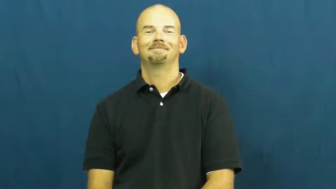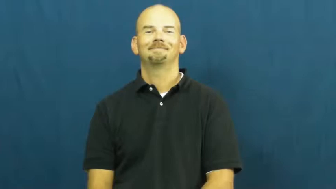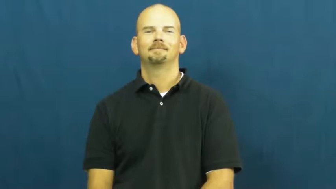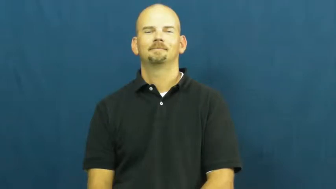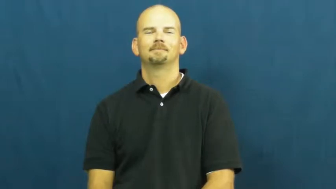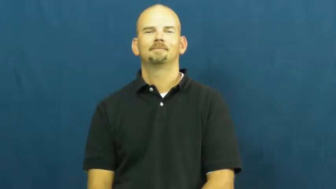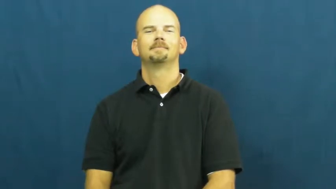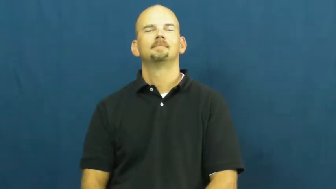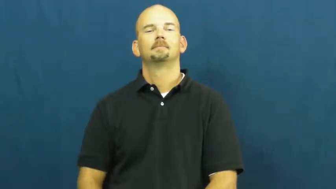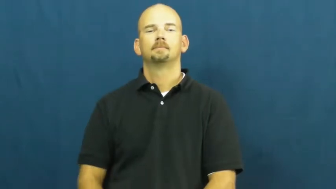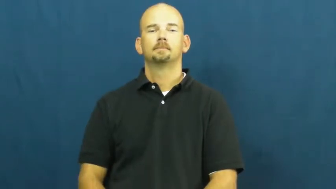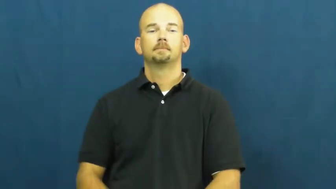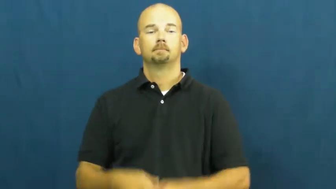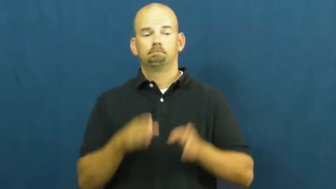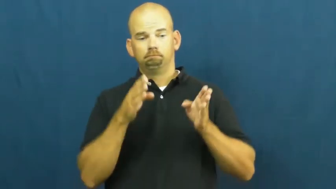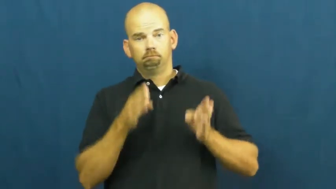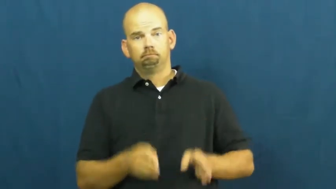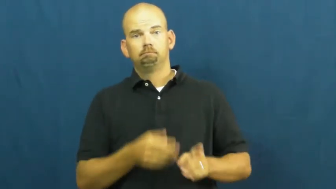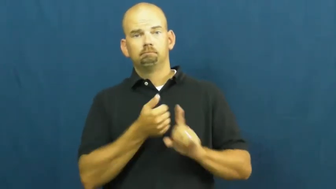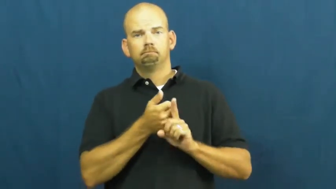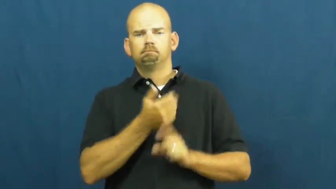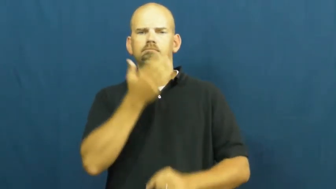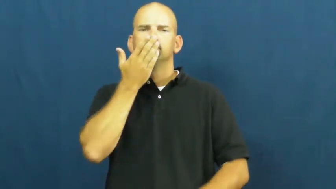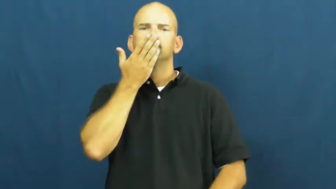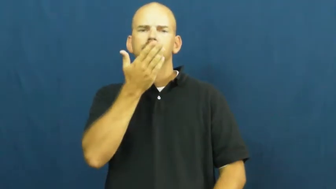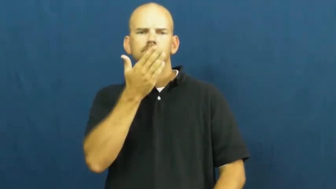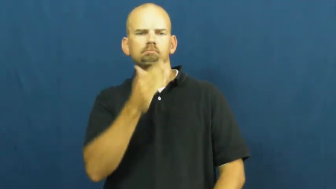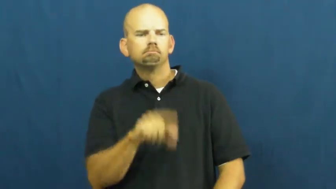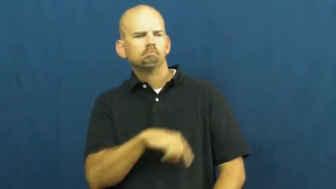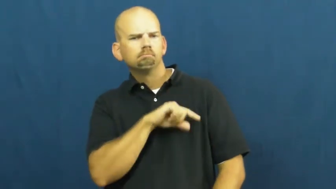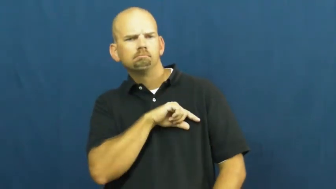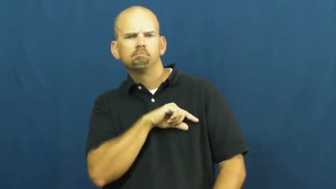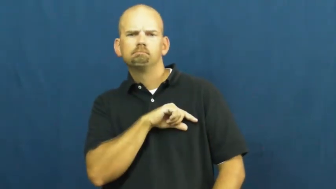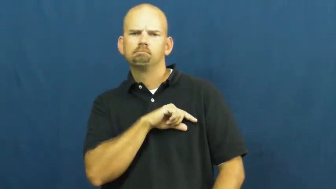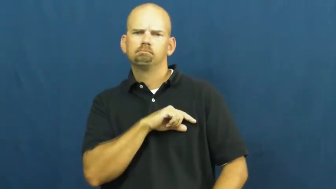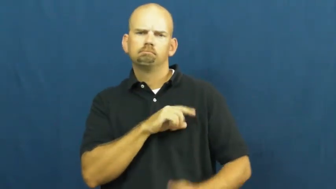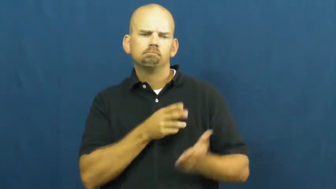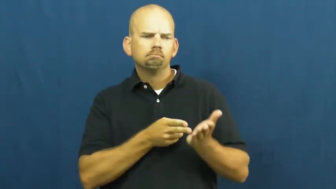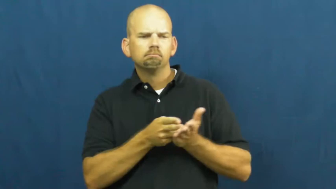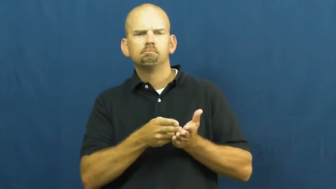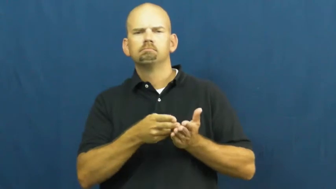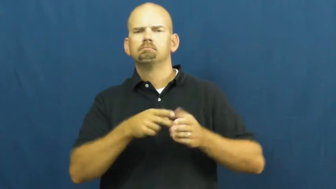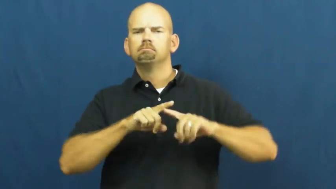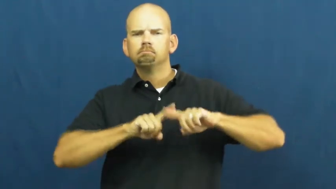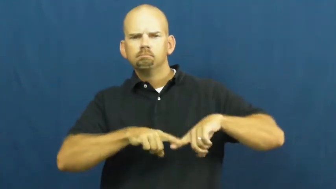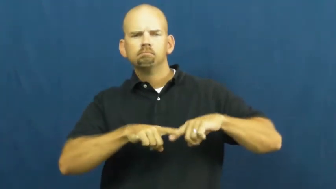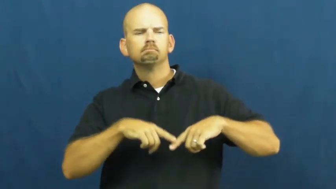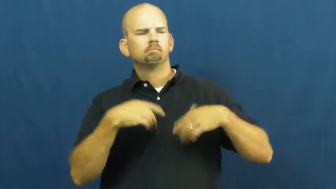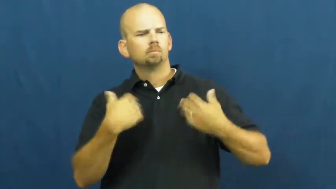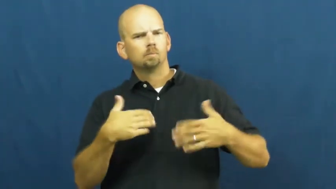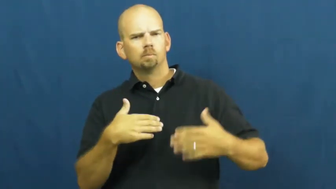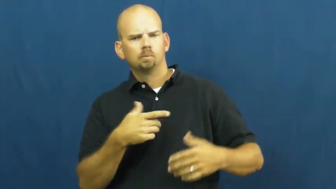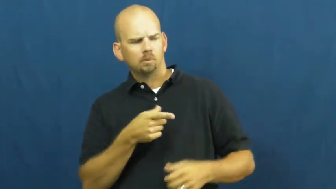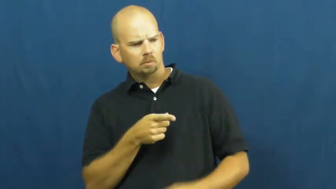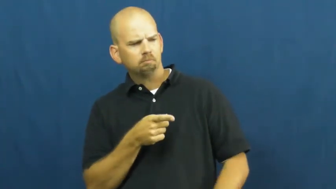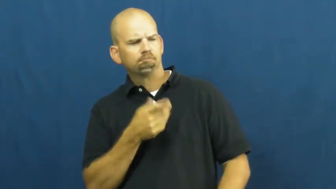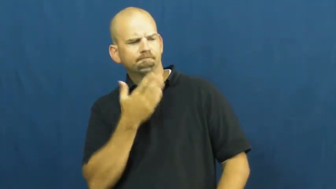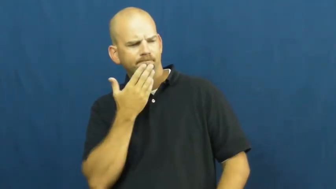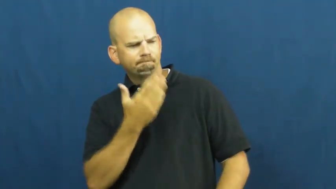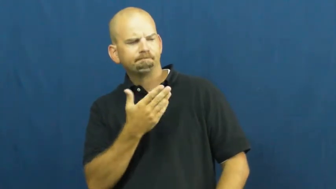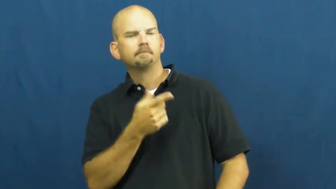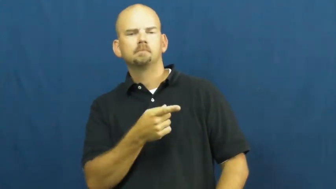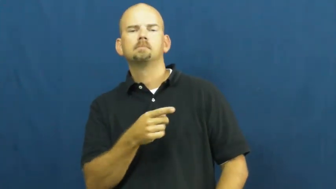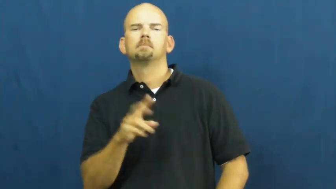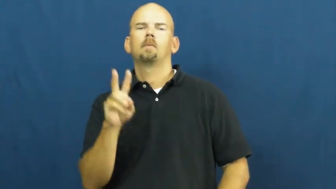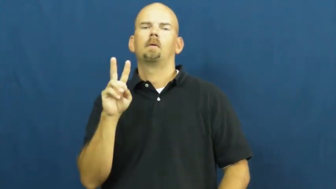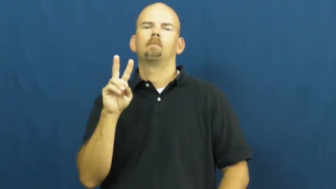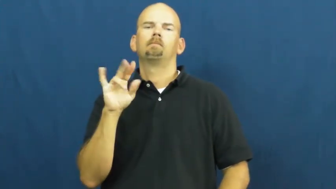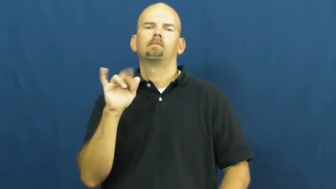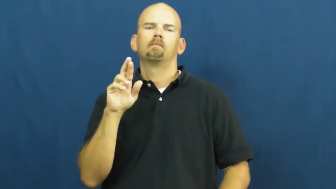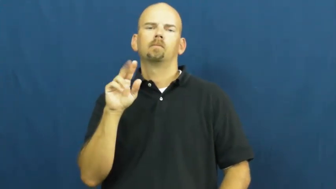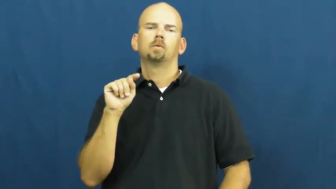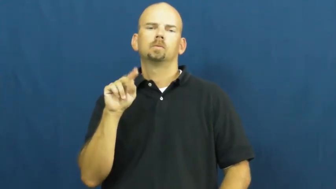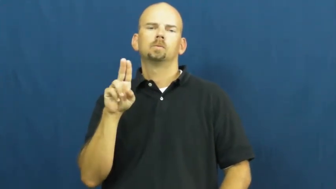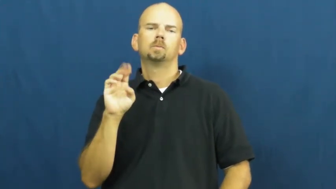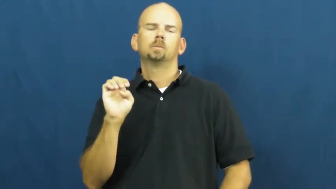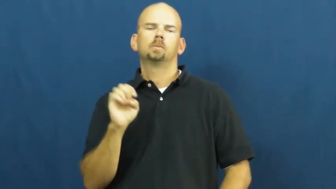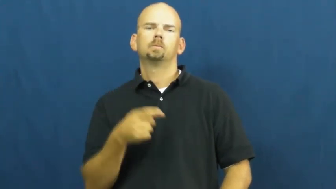virtue